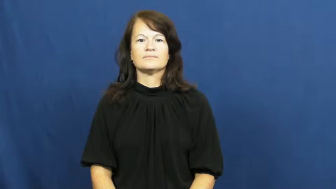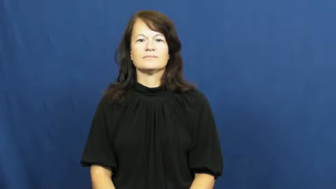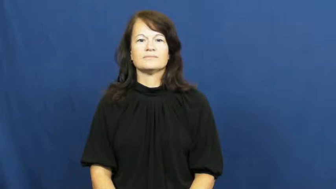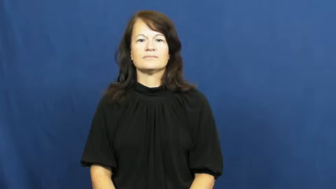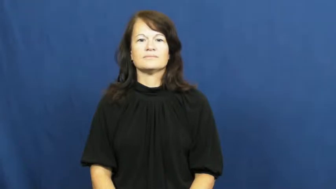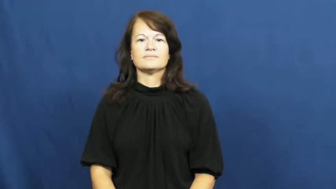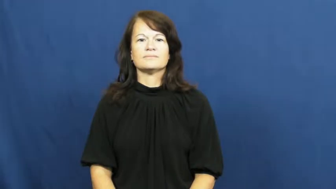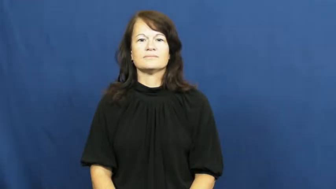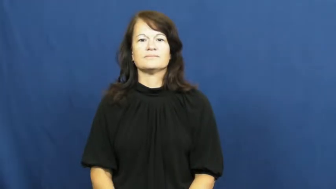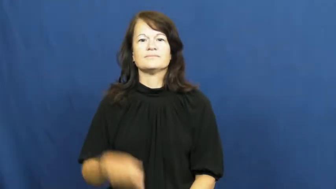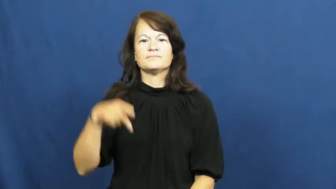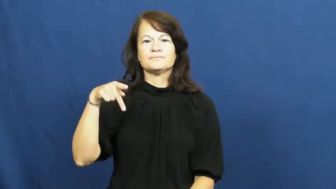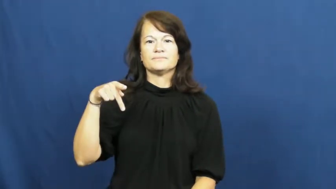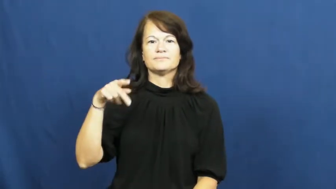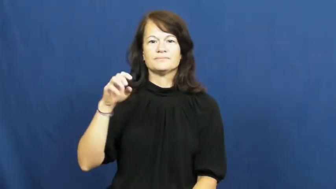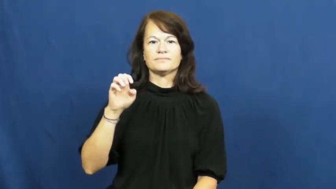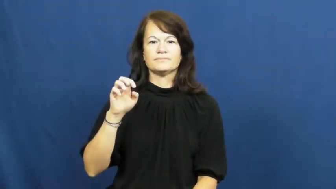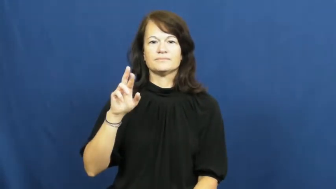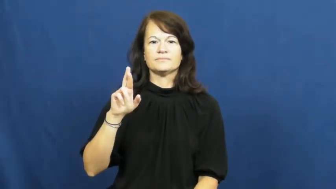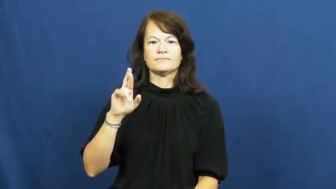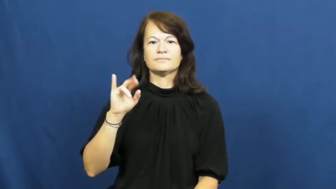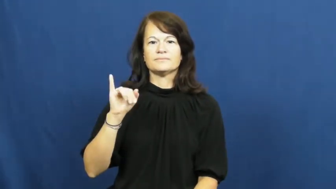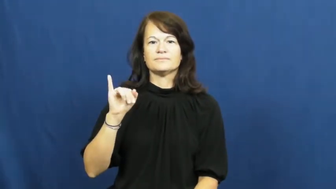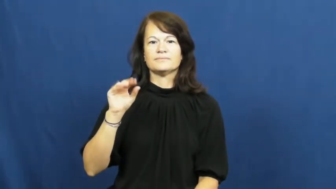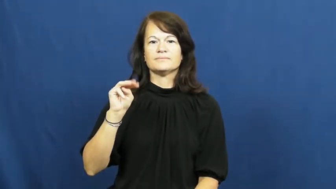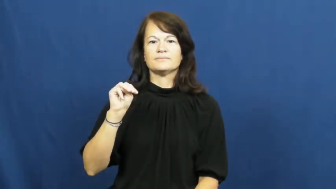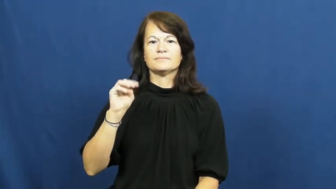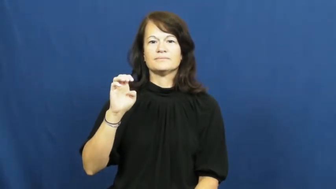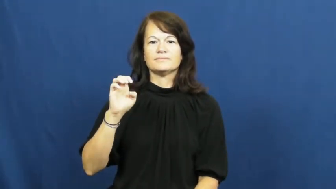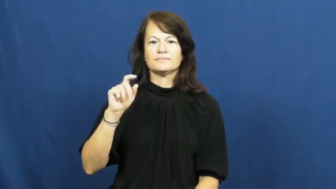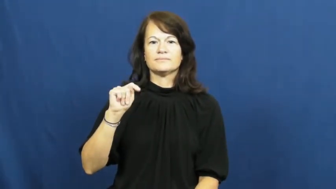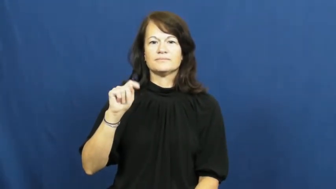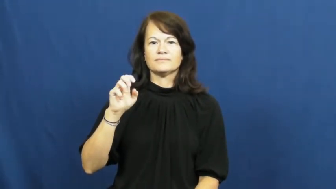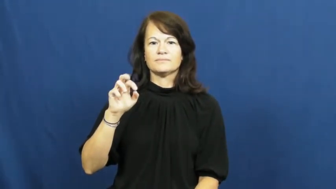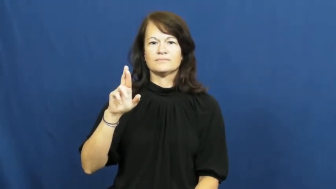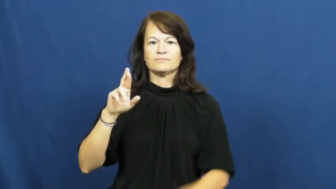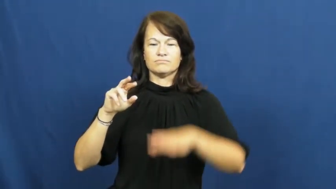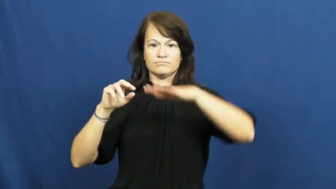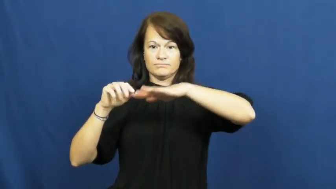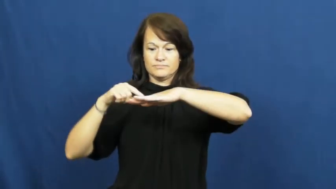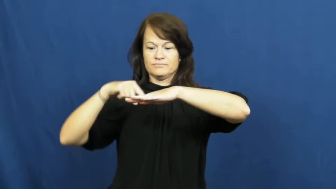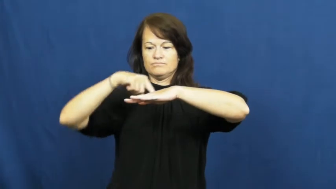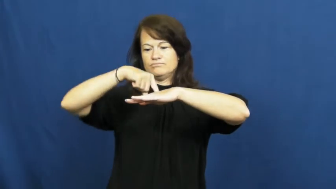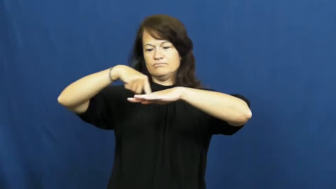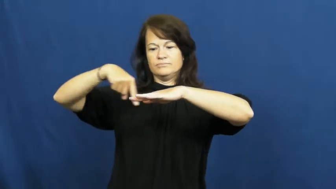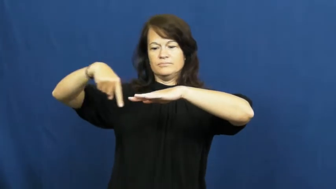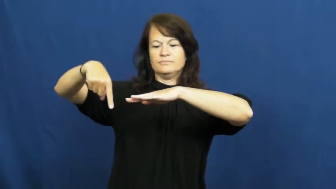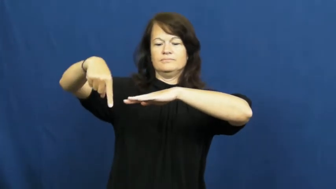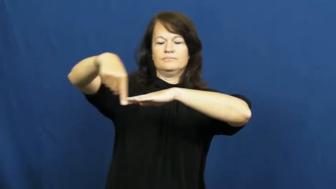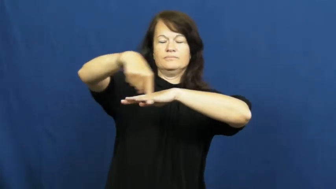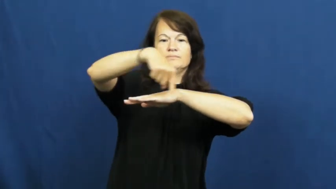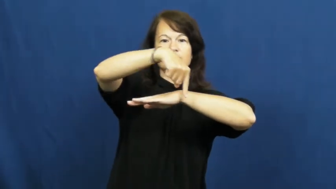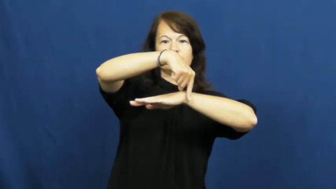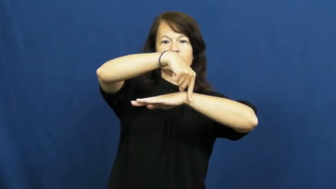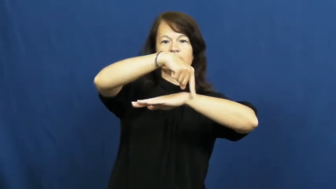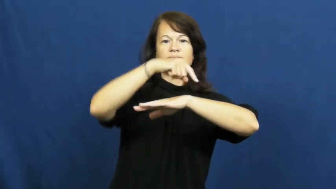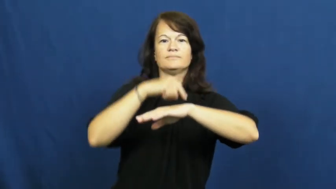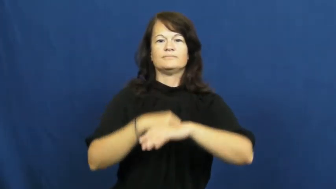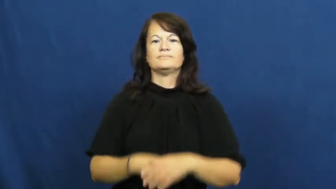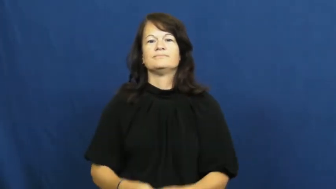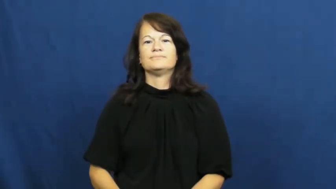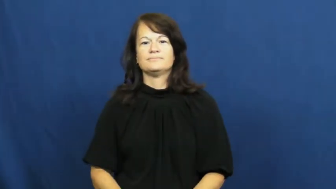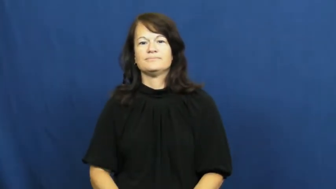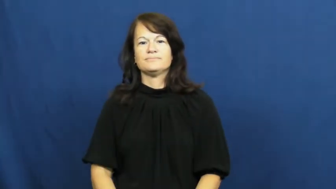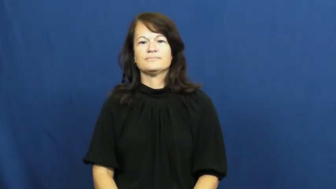perimeter